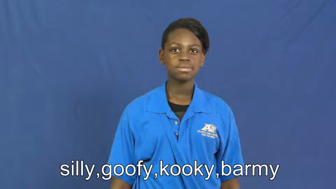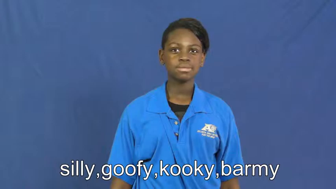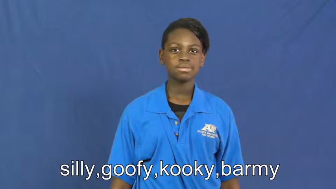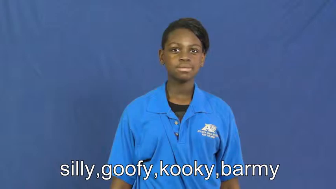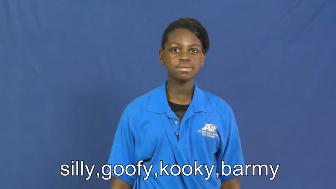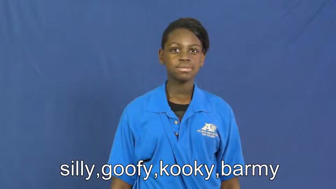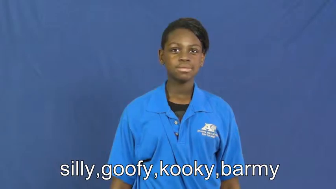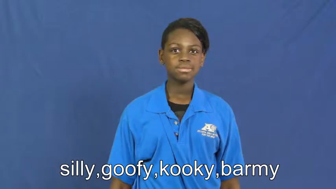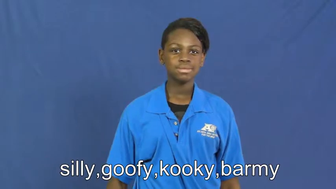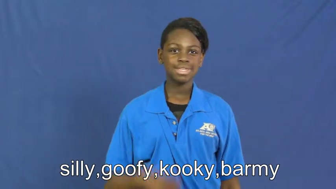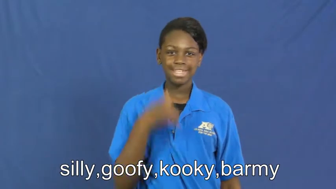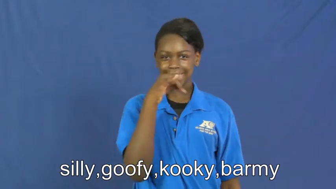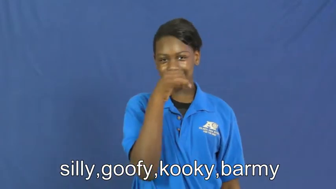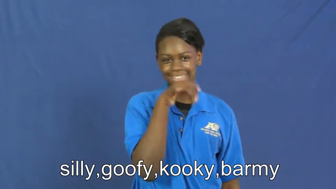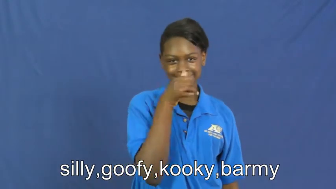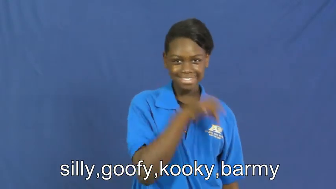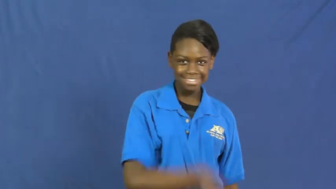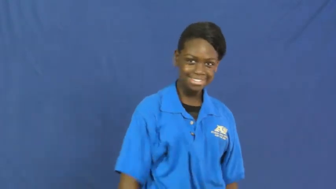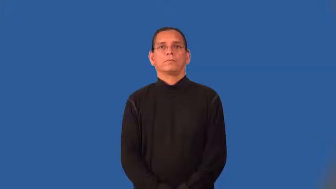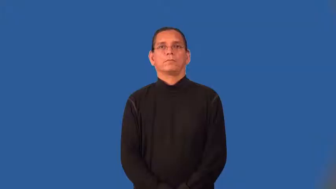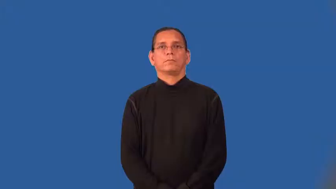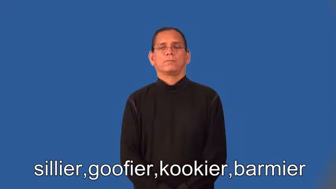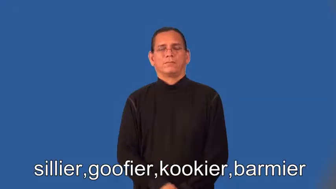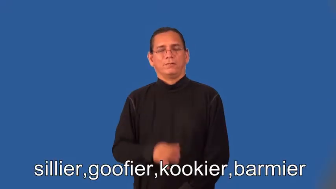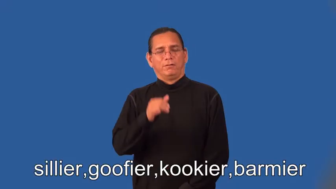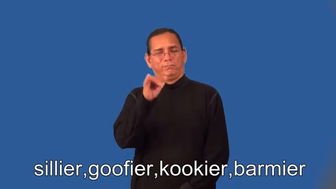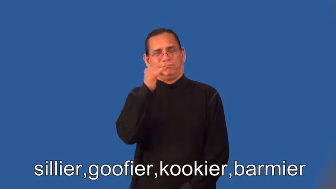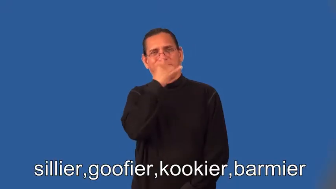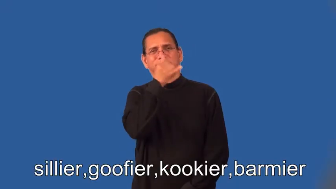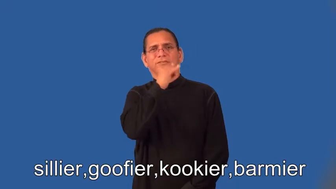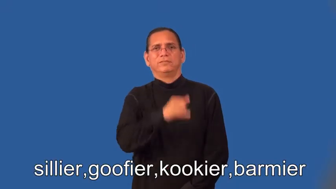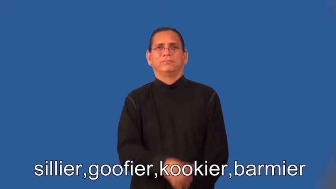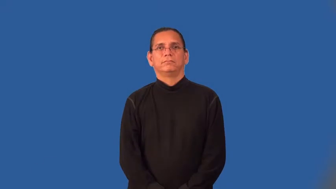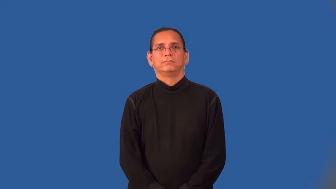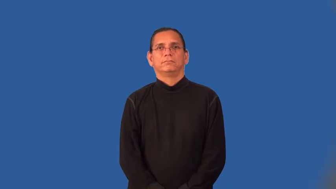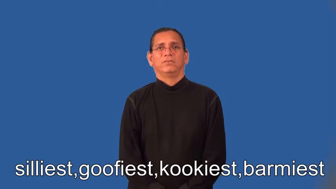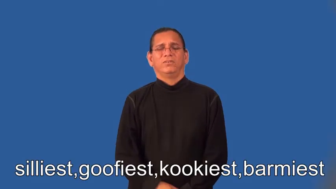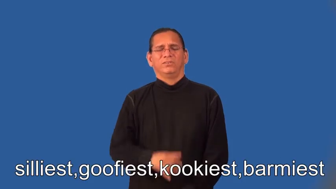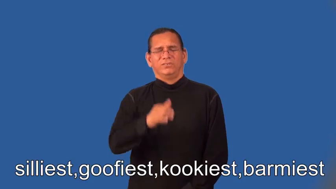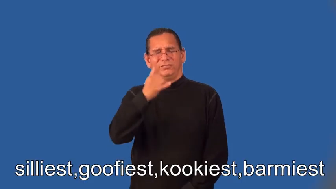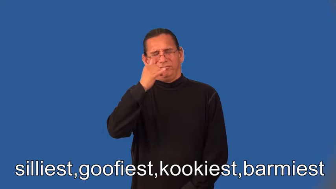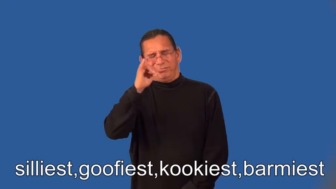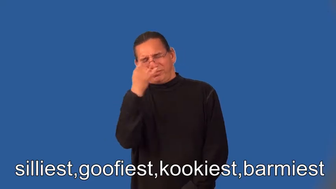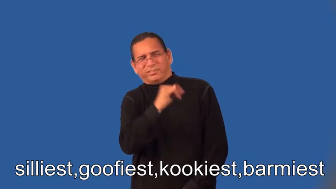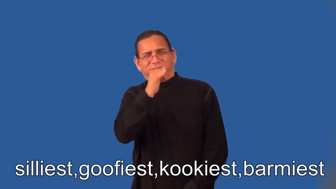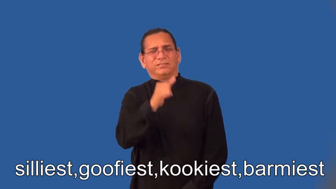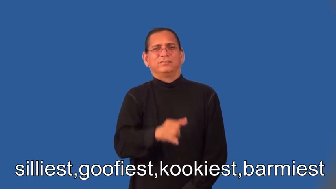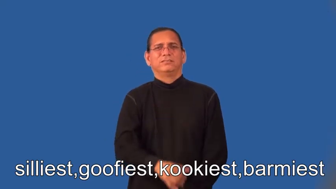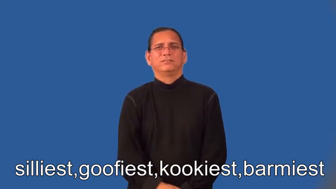sillier,goofier,kookier,barmier,silliest,goofiest,kookiest,barmiest